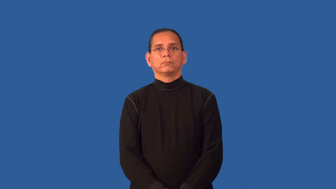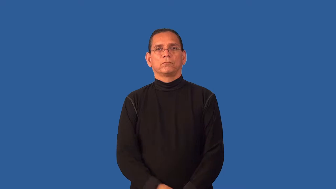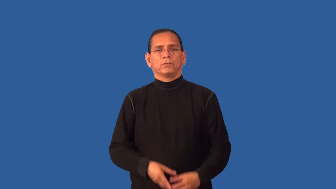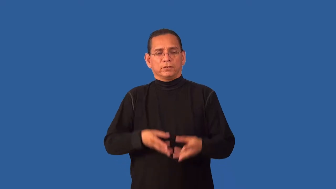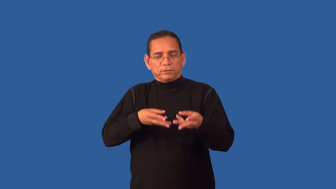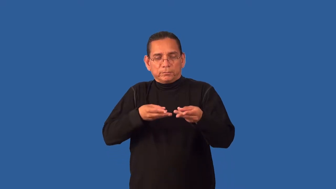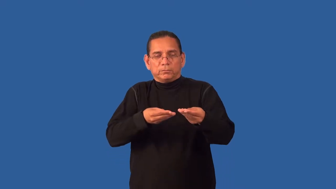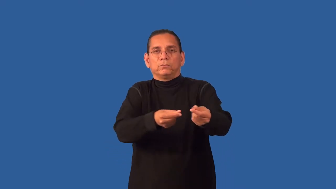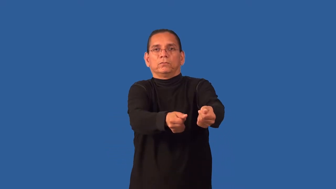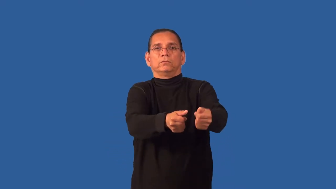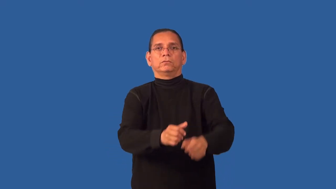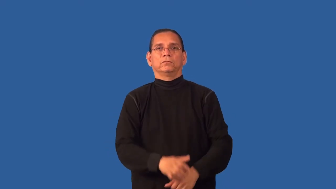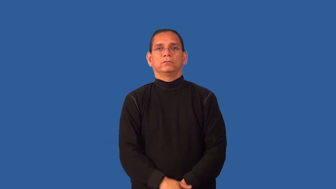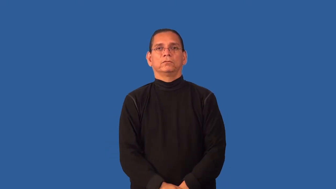frictionless